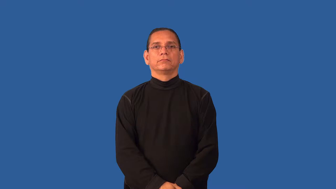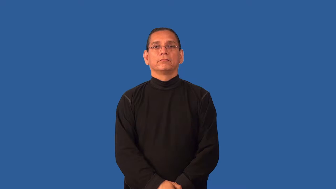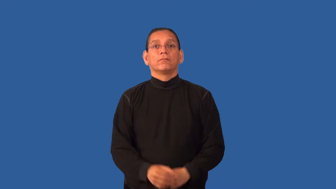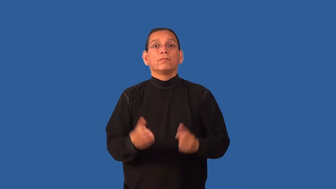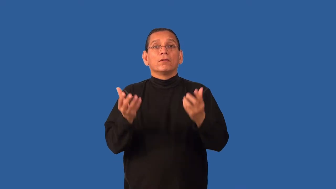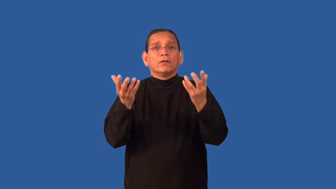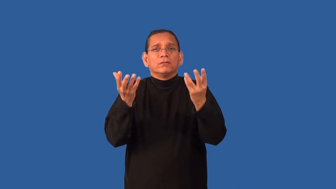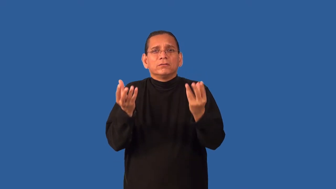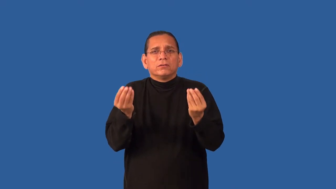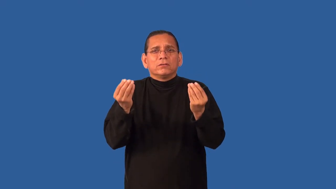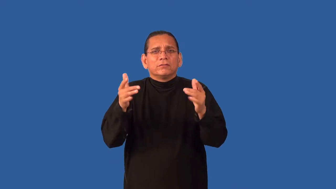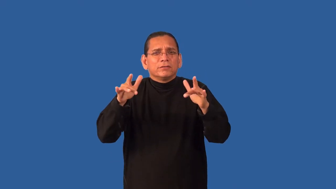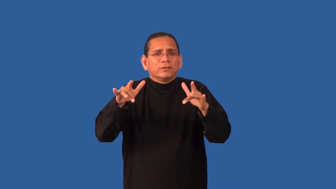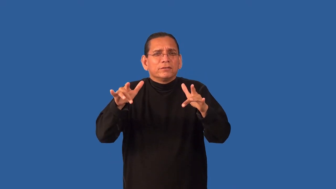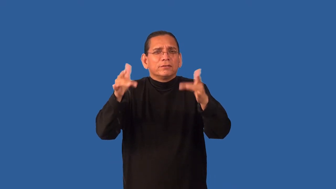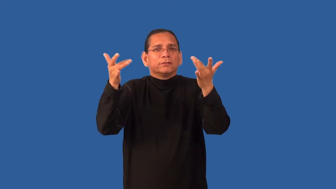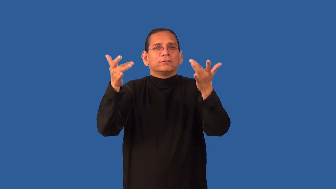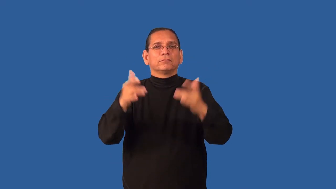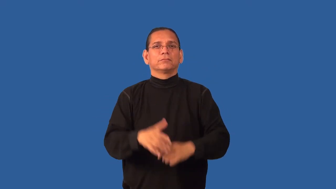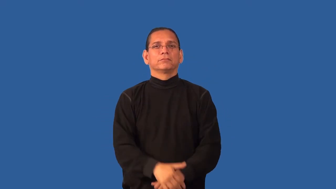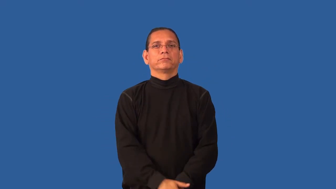feathery,downy-soft and delicate